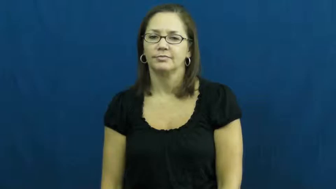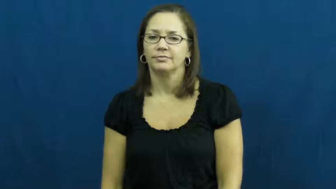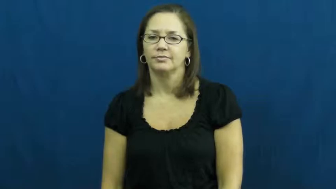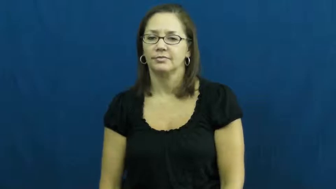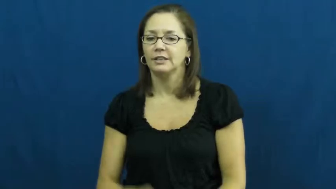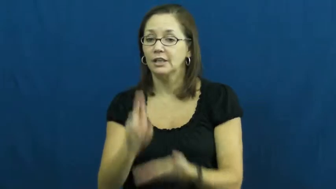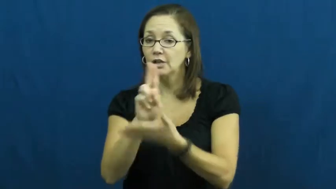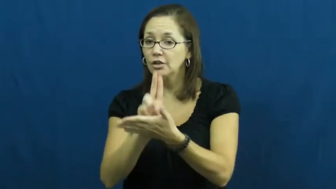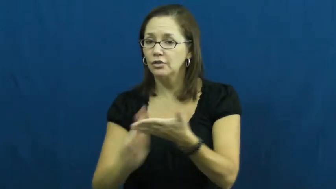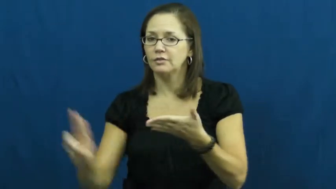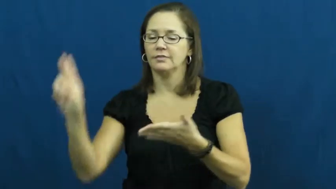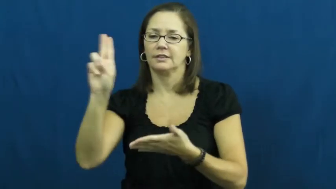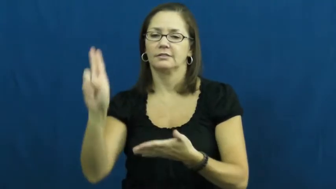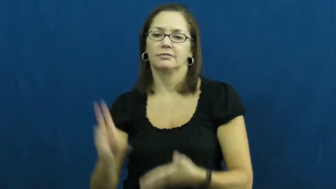university